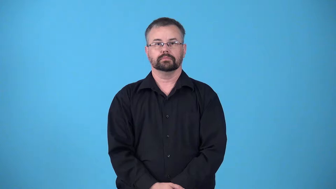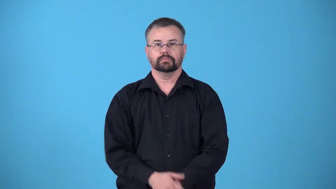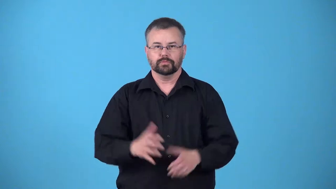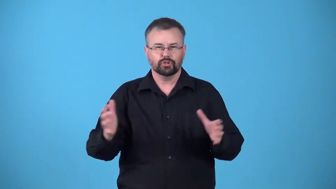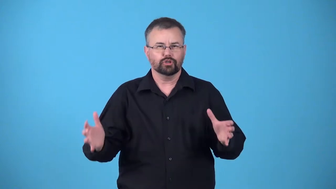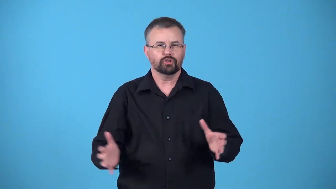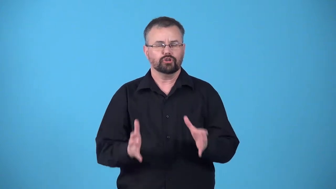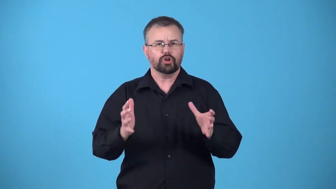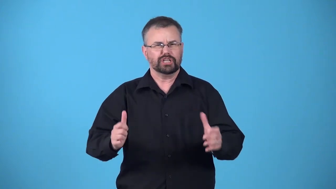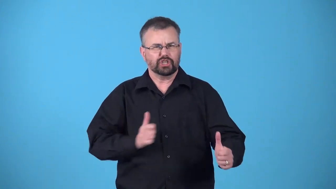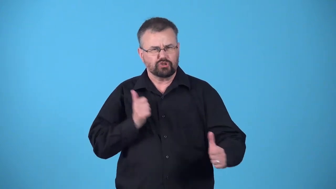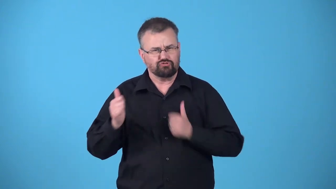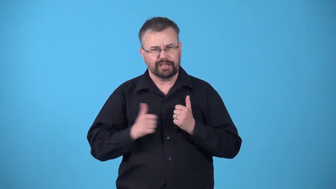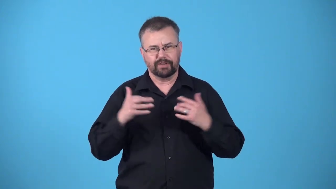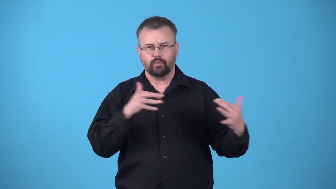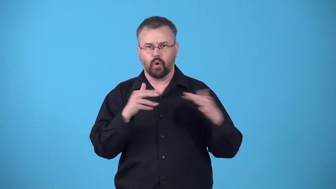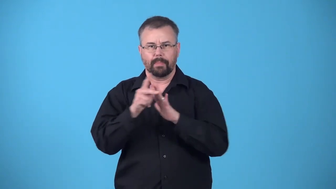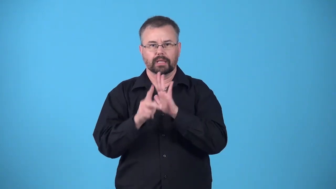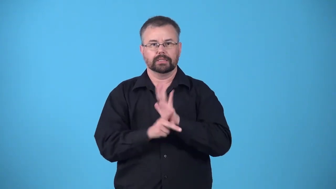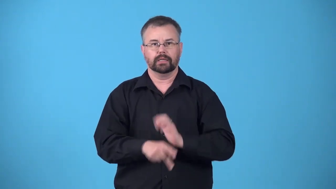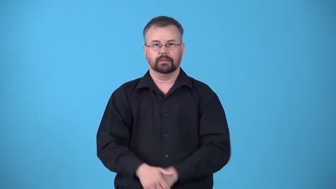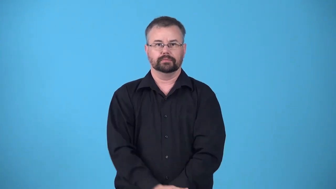hawklike,hawkish